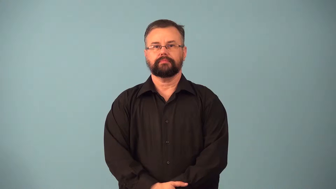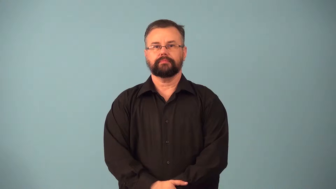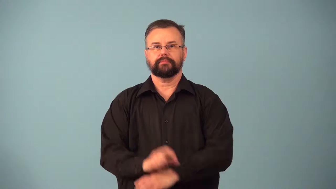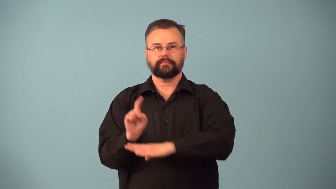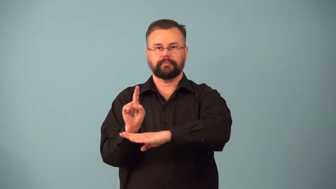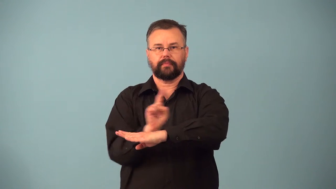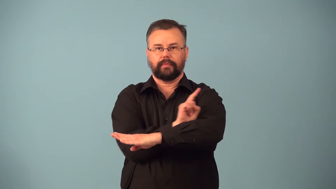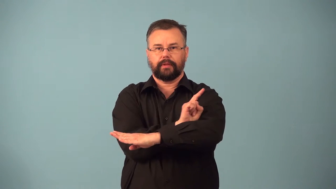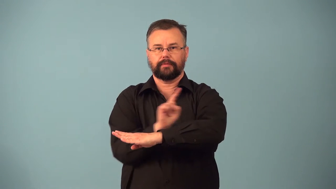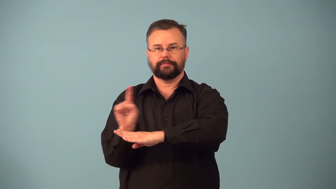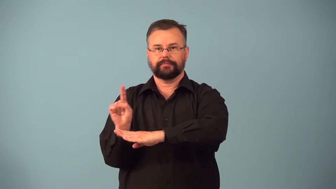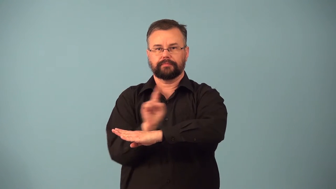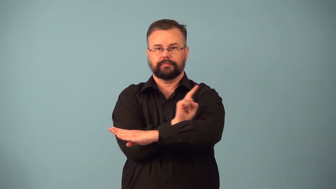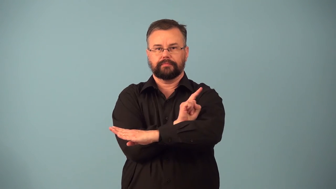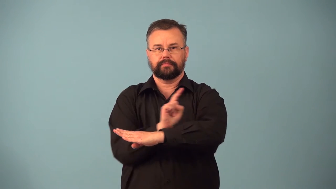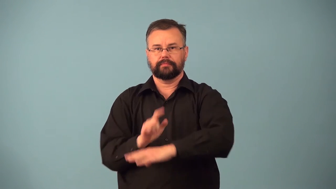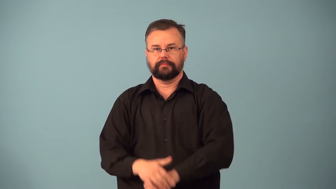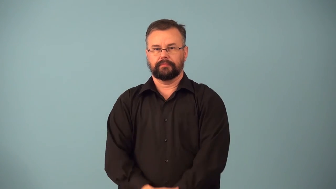back and forth,in and out